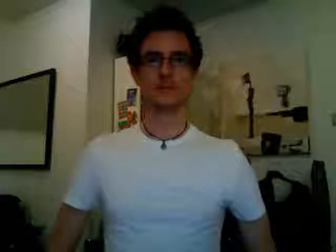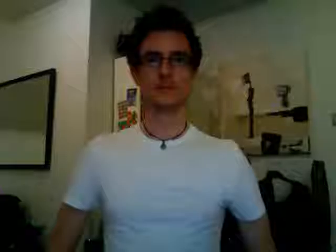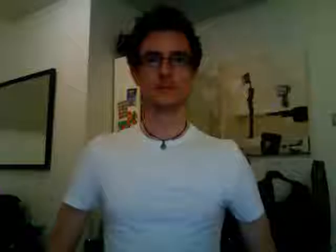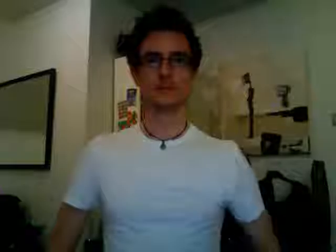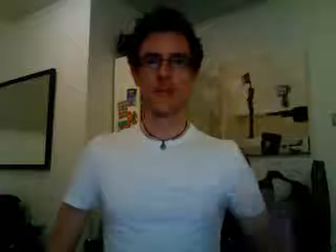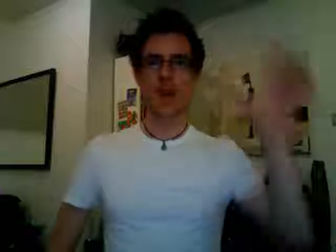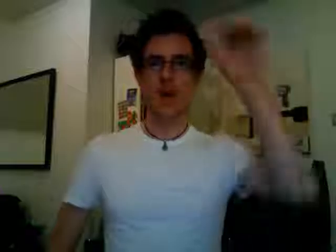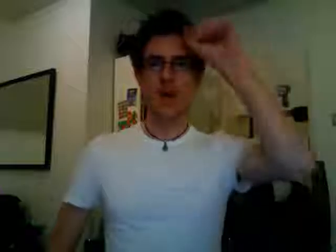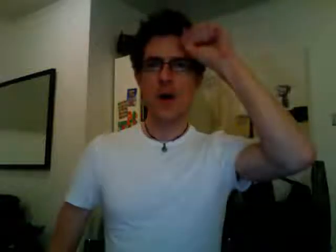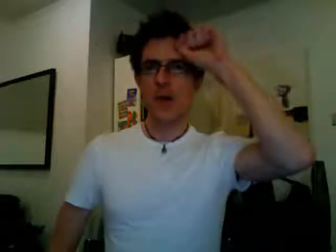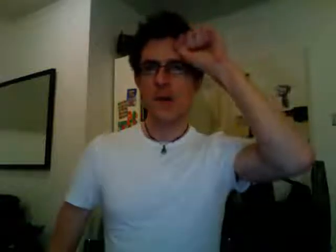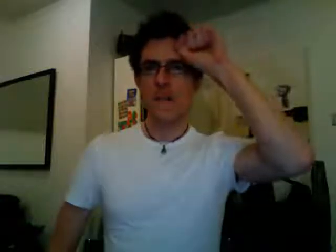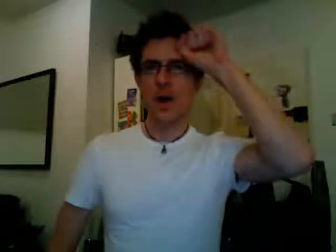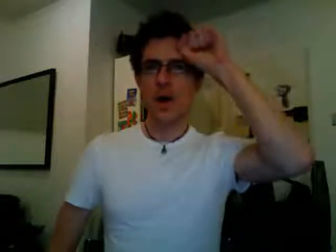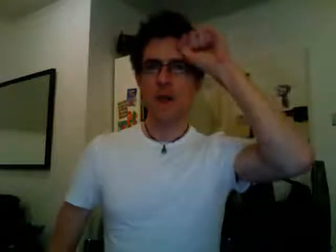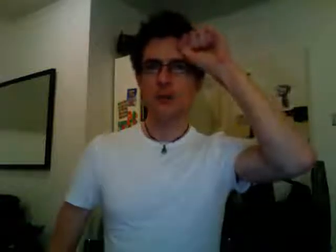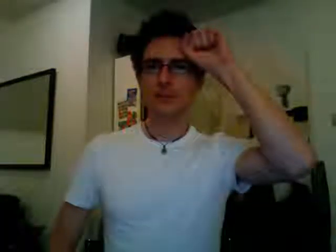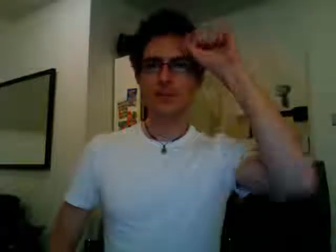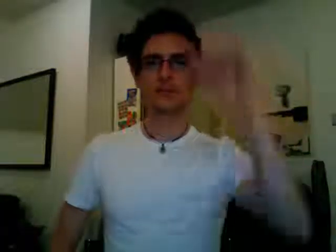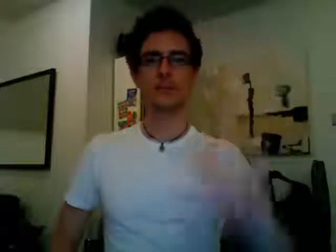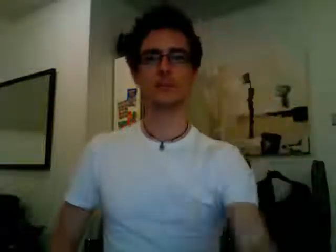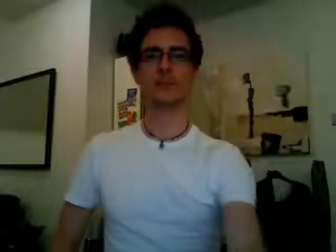remember